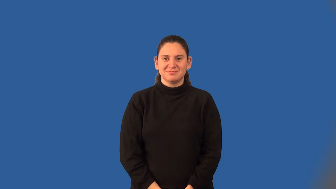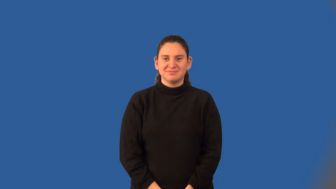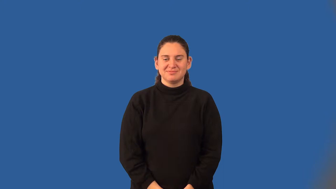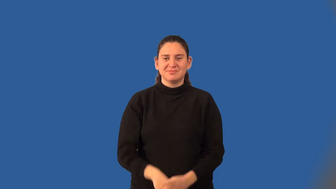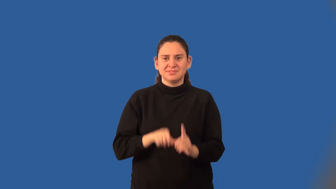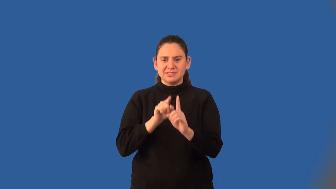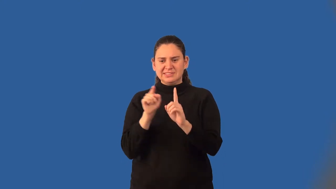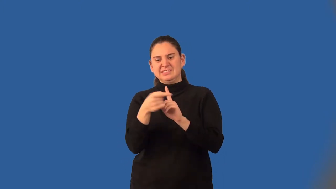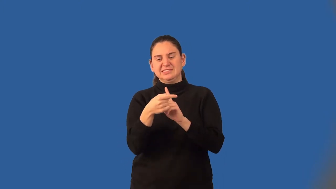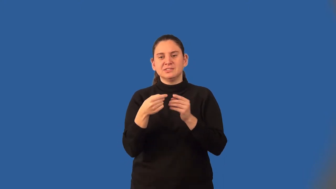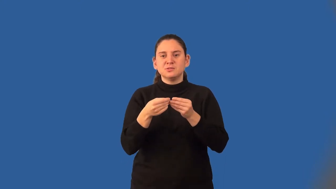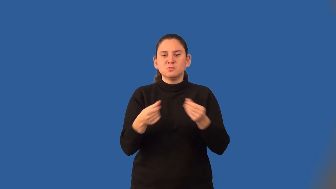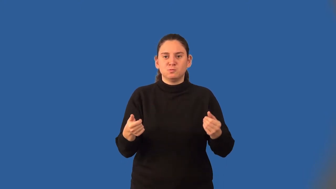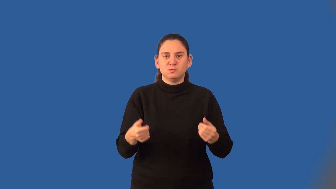extraneous solutions